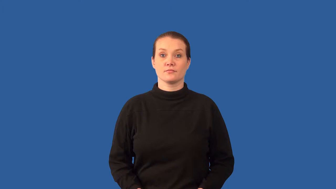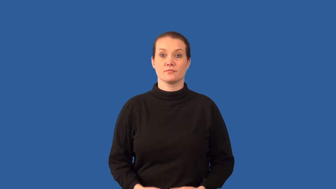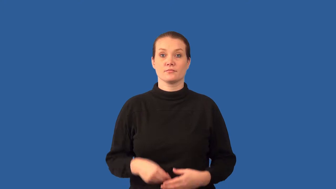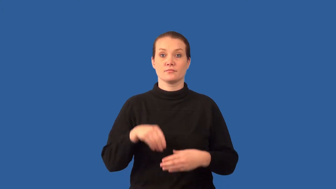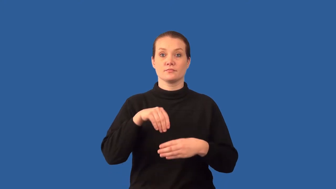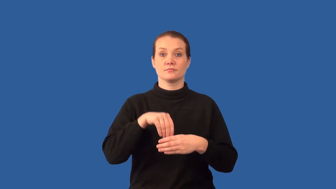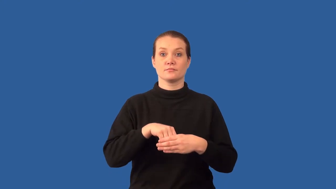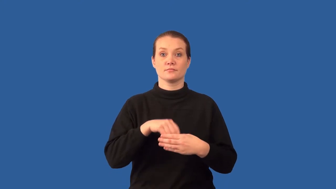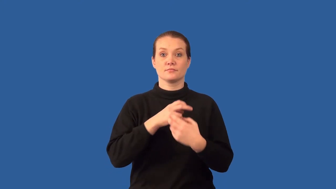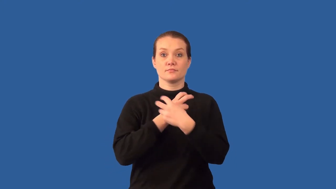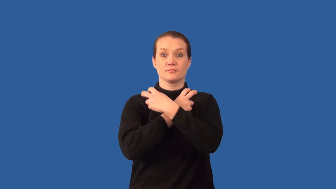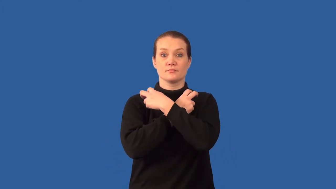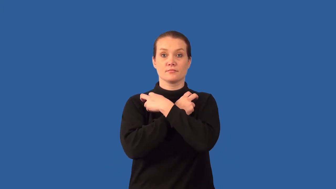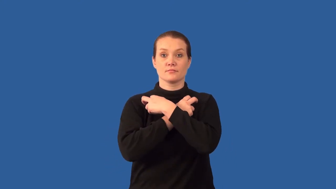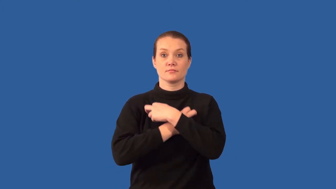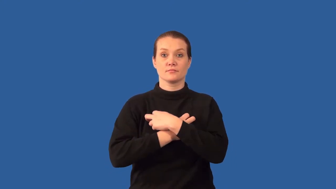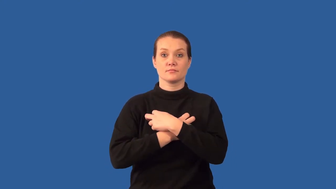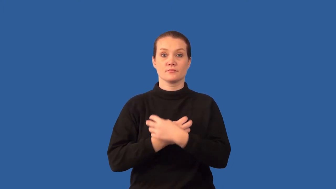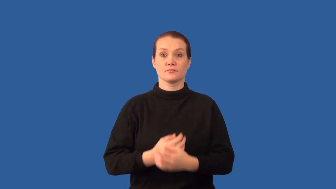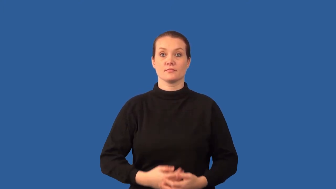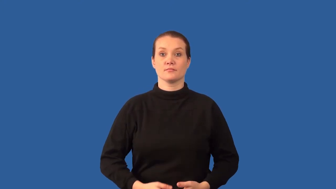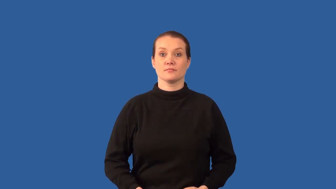endoskeleton